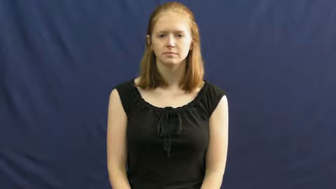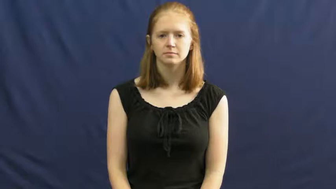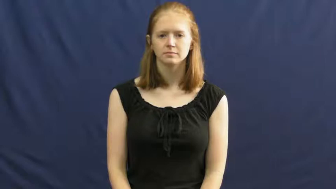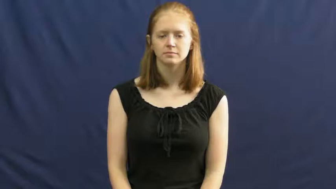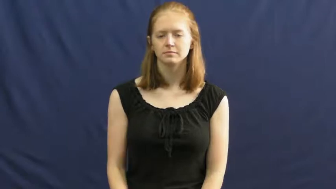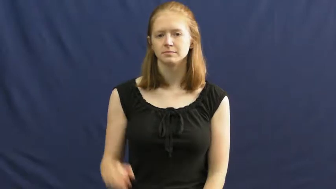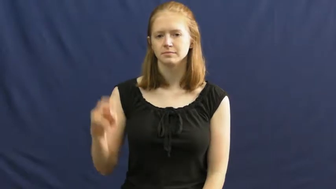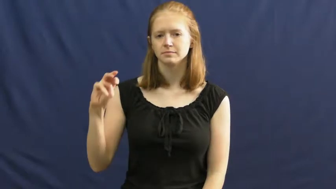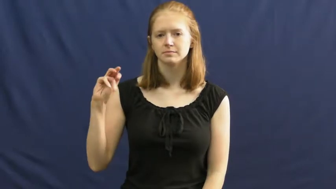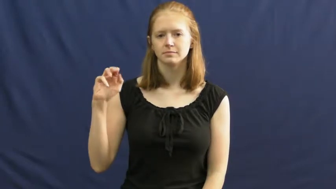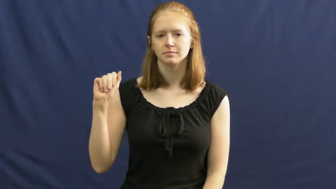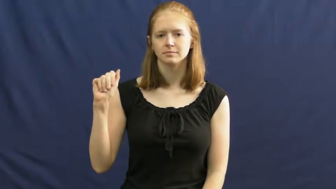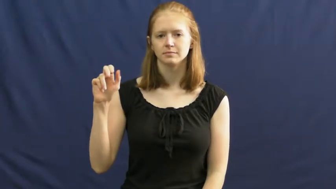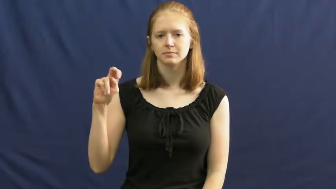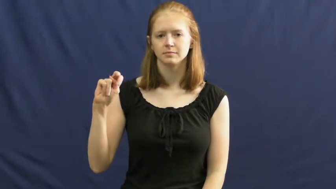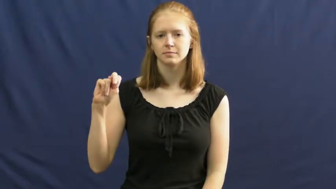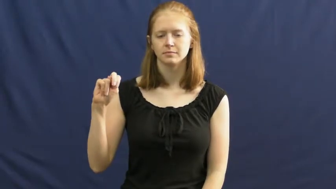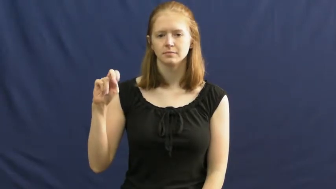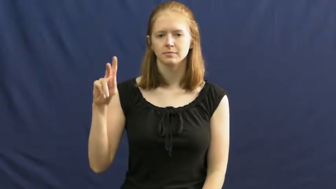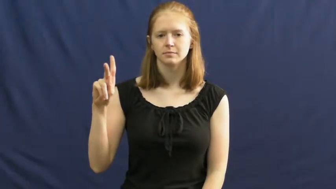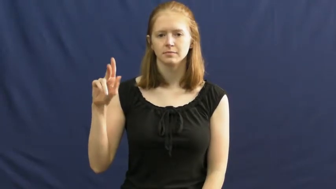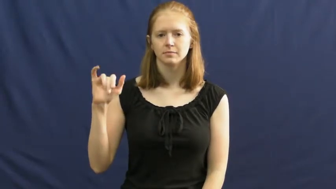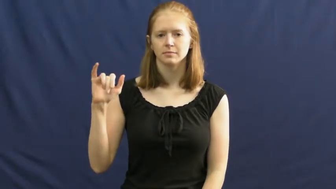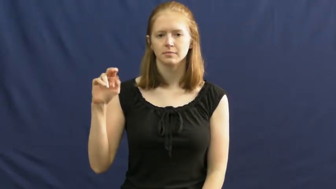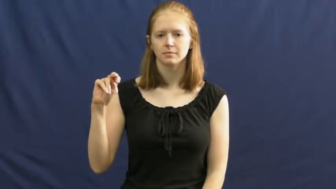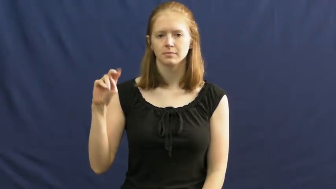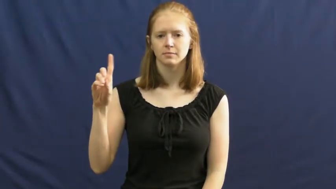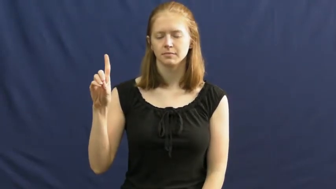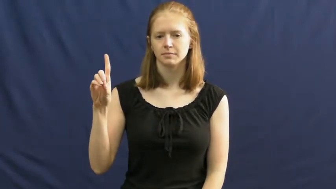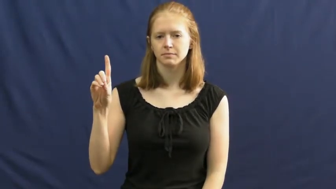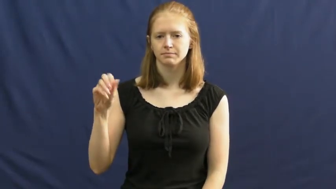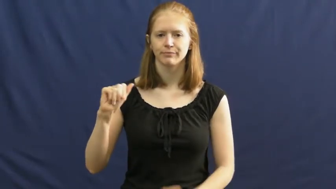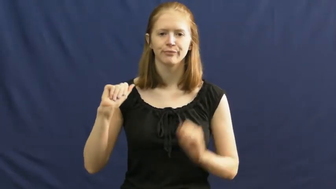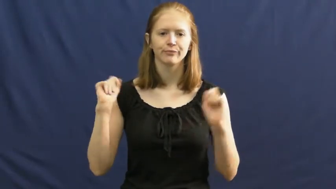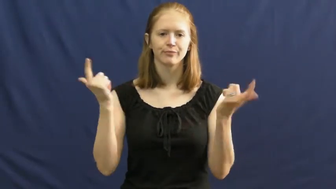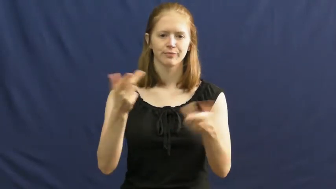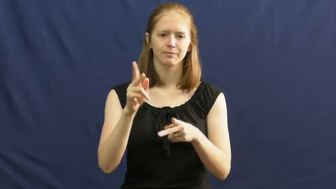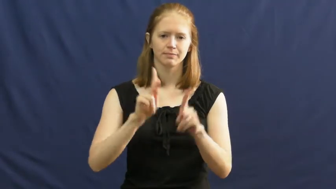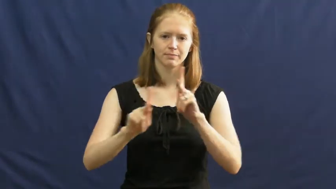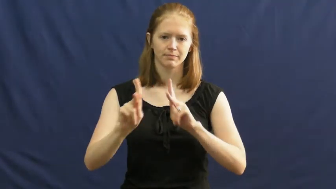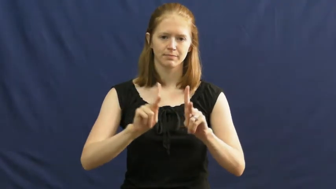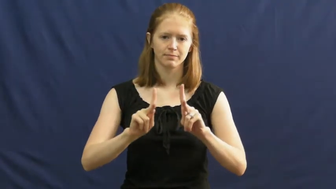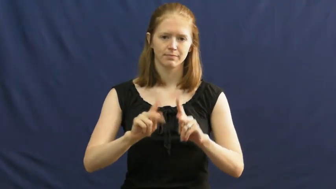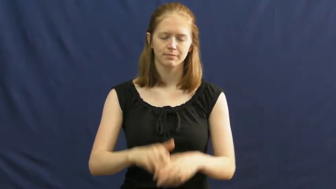mankind,man